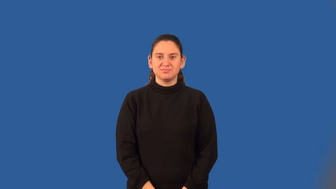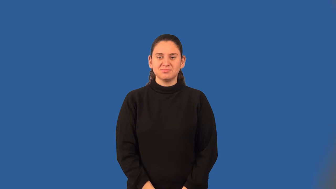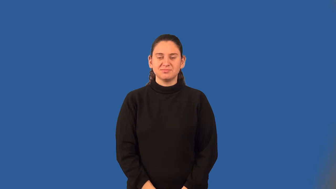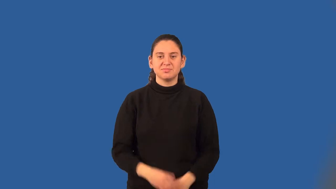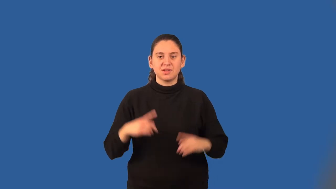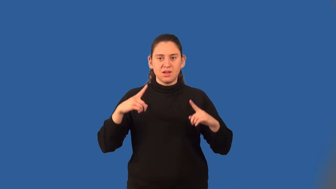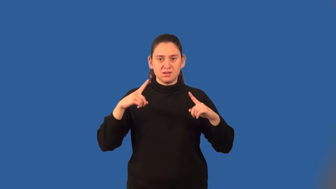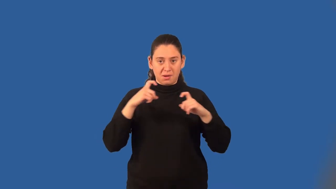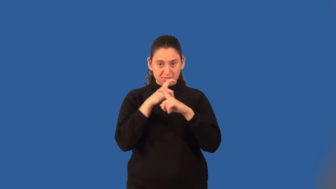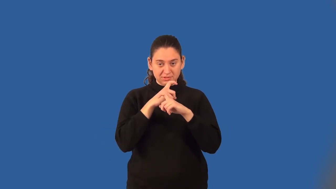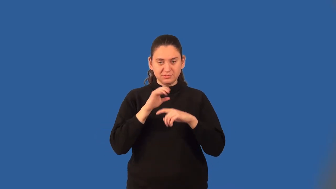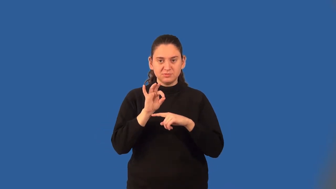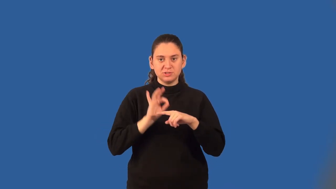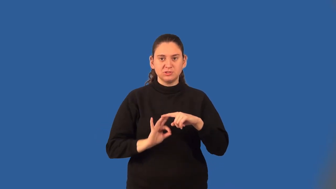complex fraction